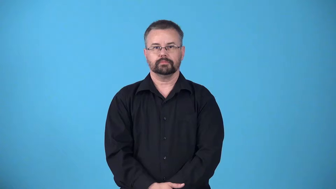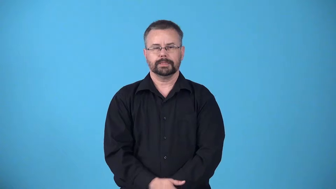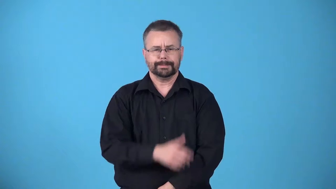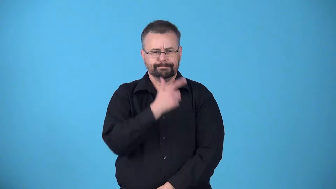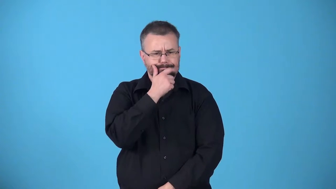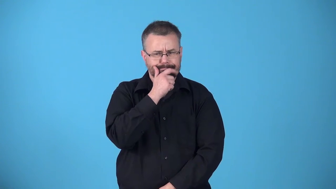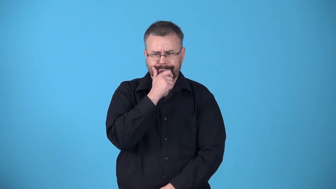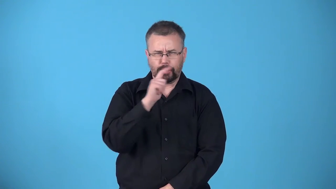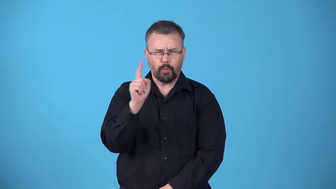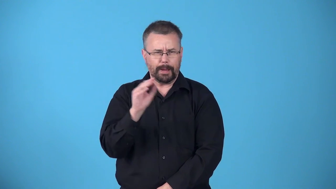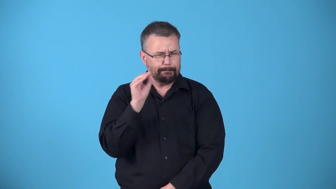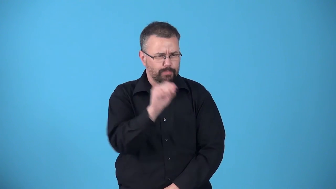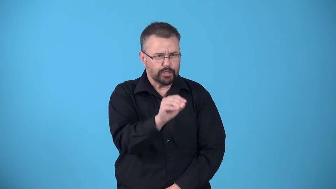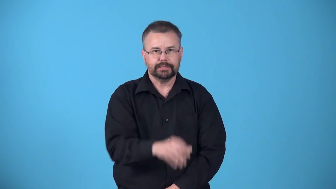attribute-decide where something belongs in a group